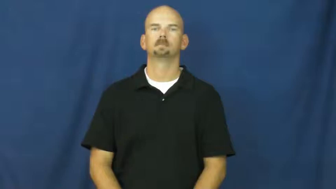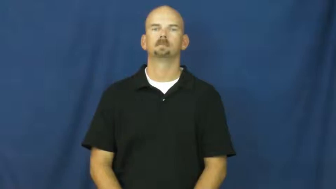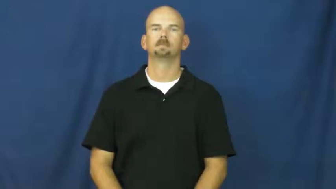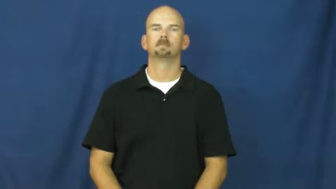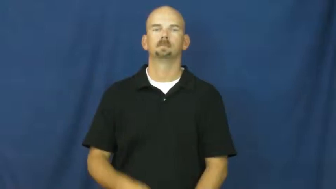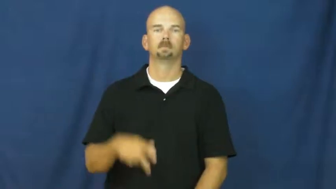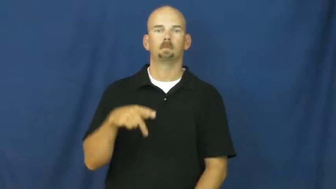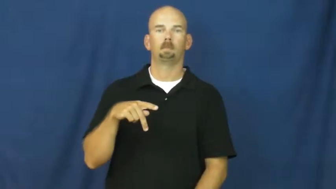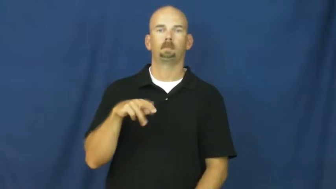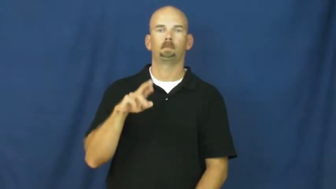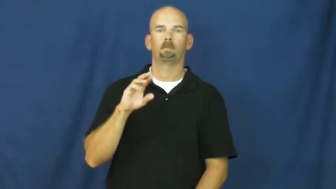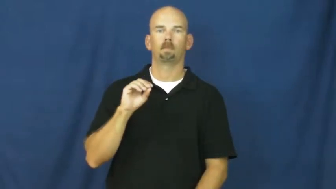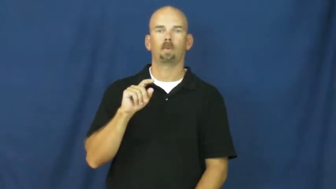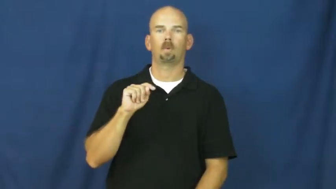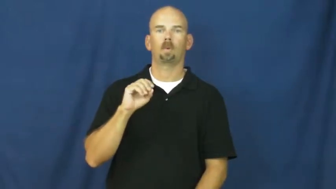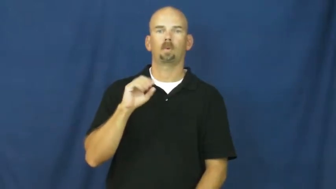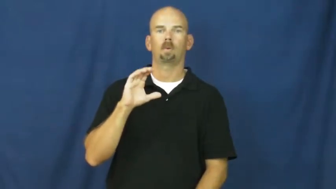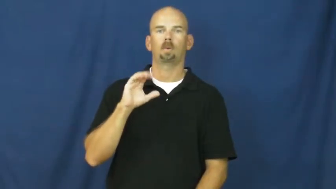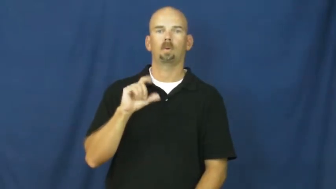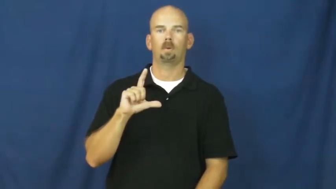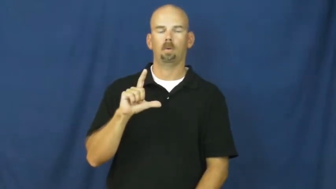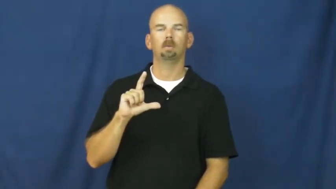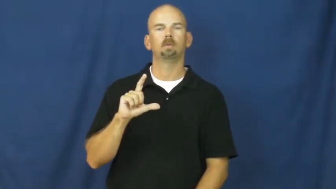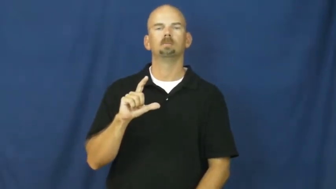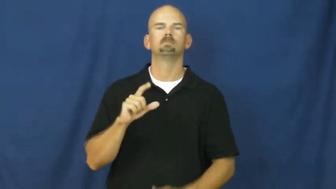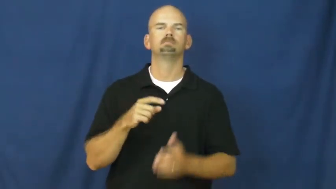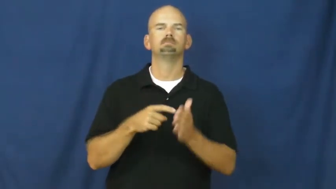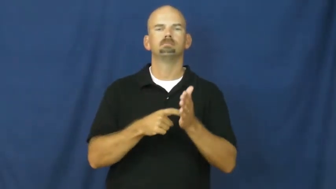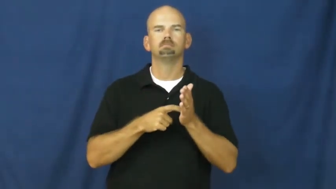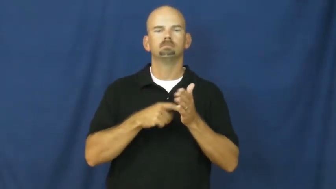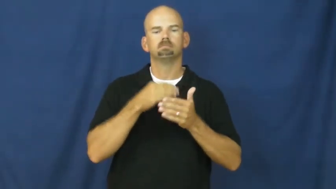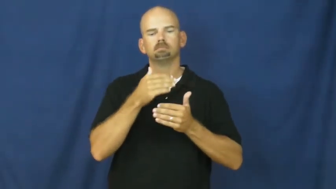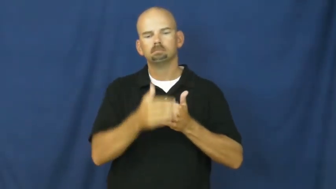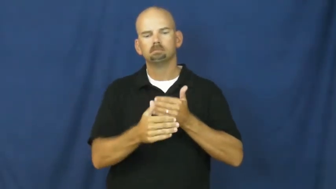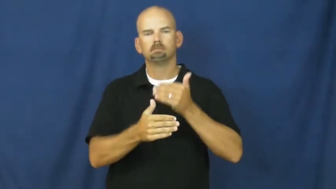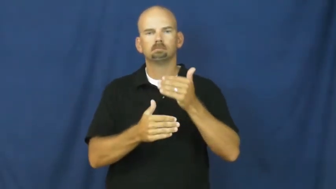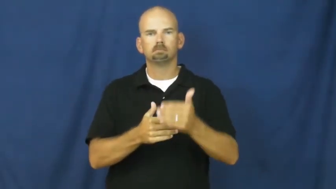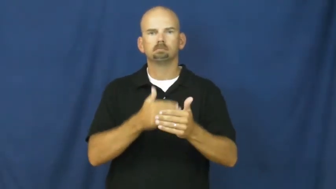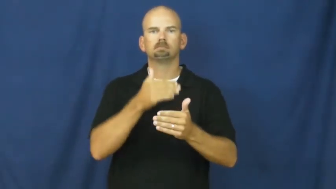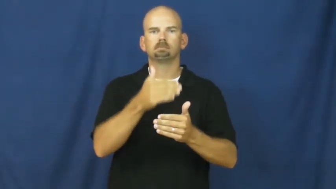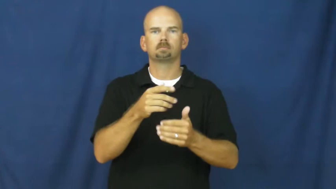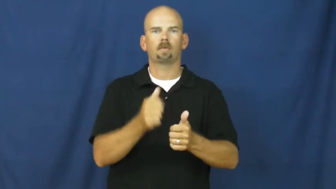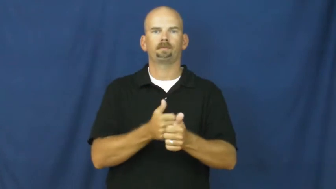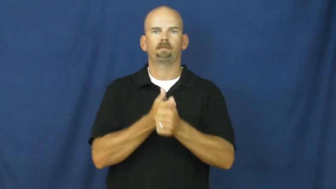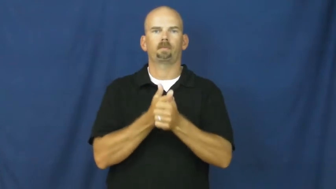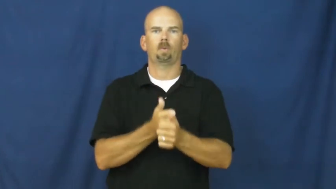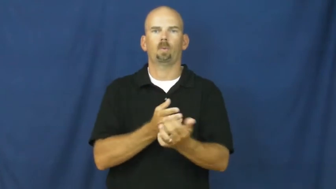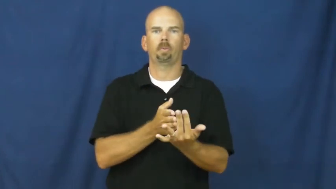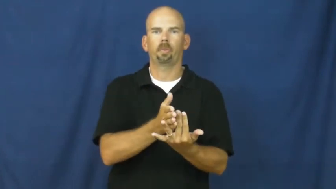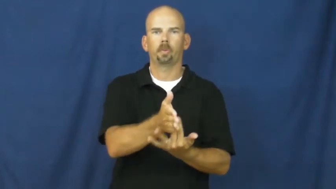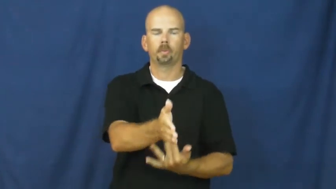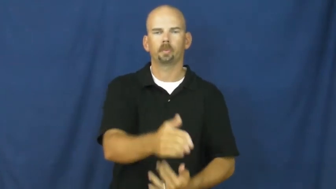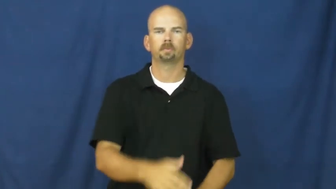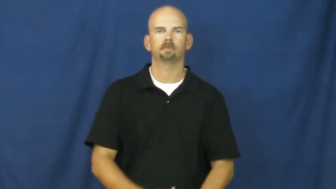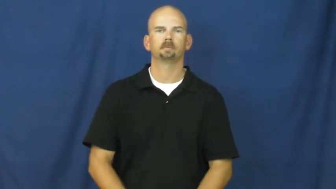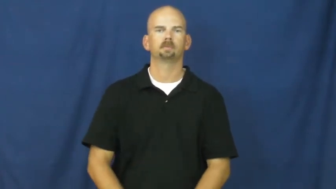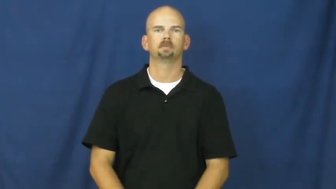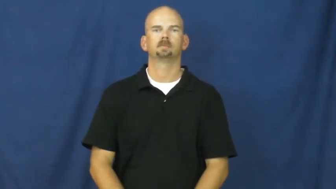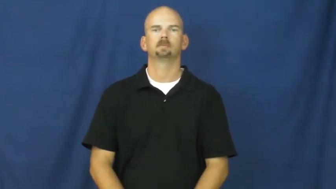protocol